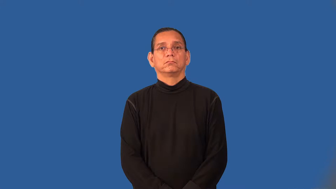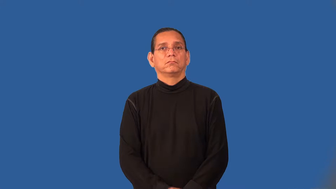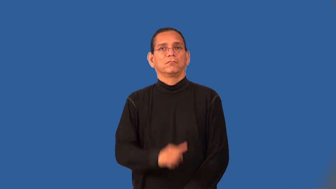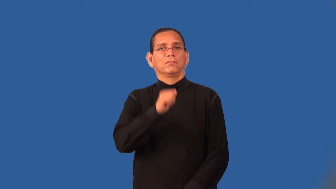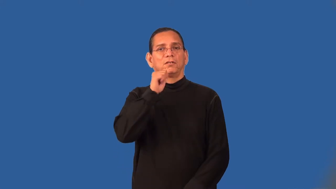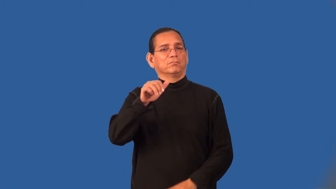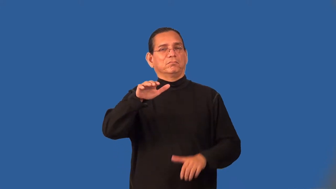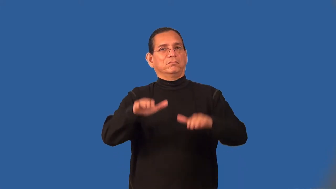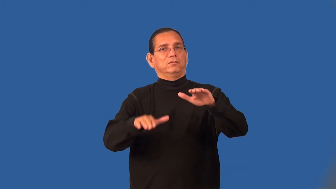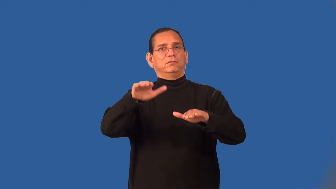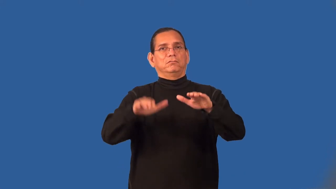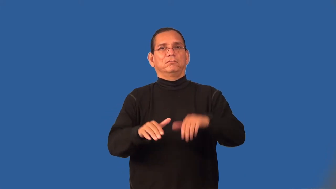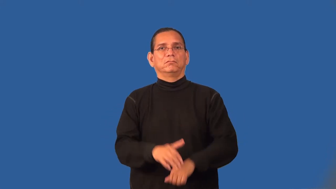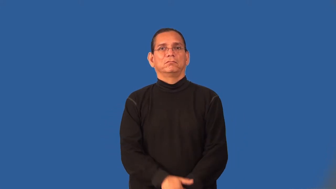uneven,unbalanced,disequilbrium,imbalance